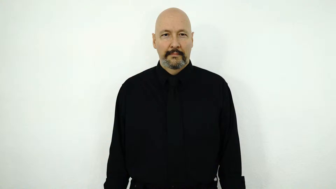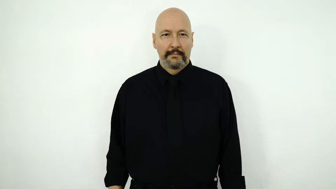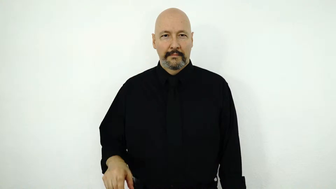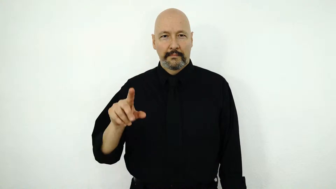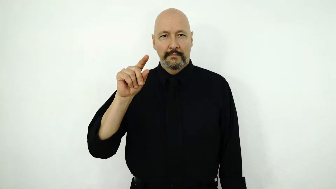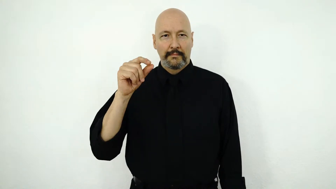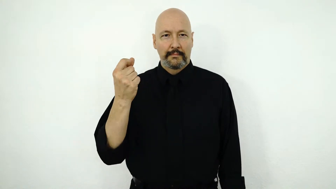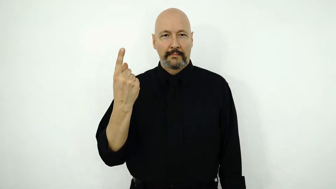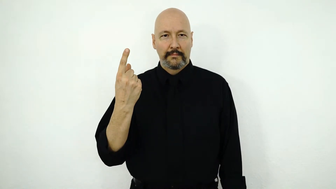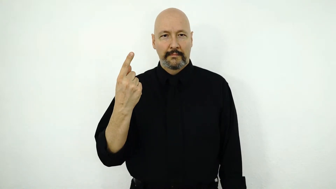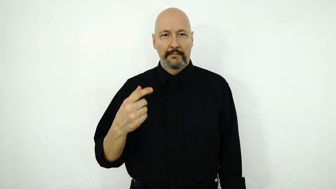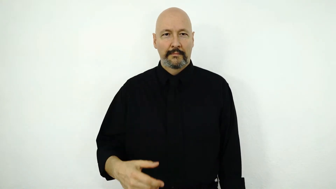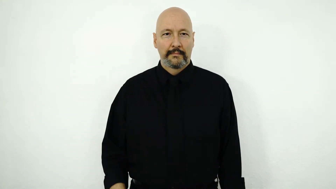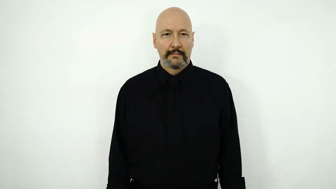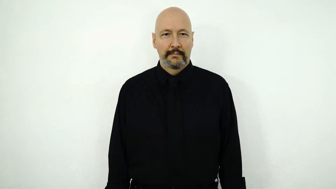2011